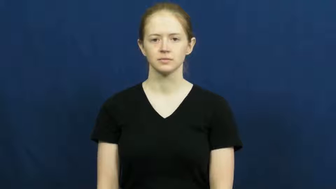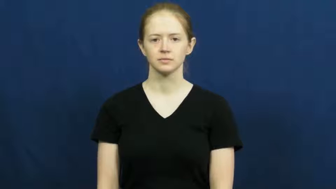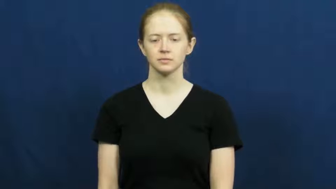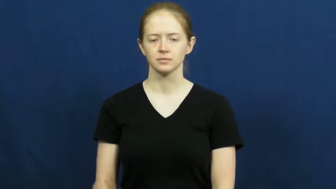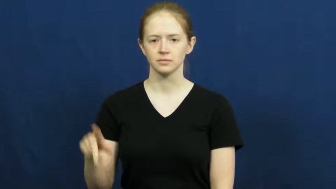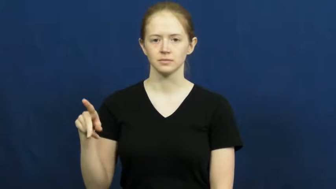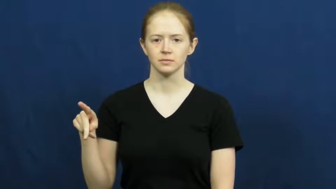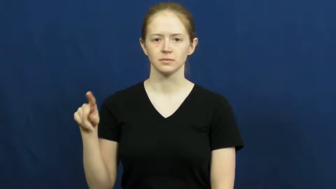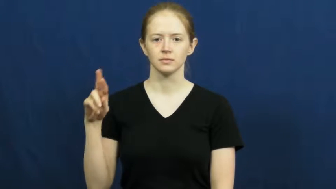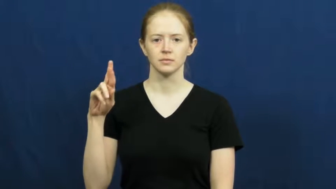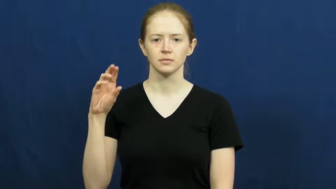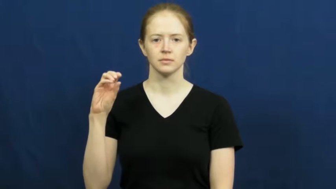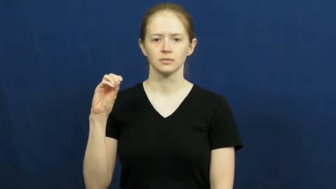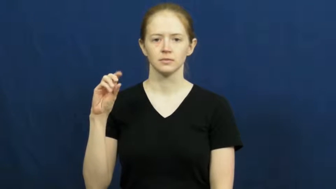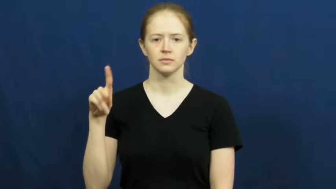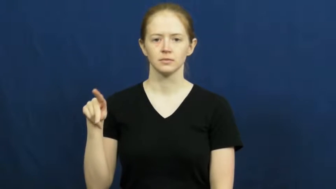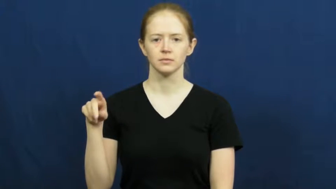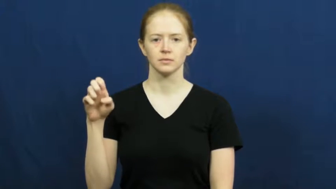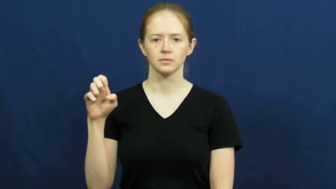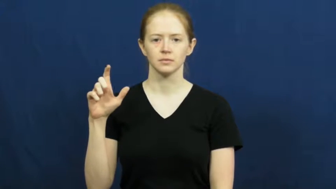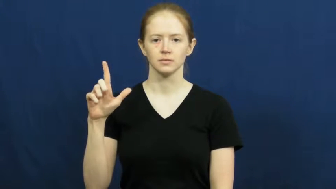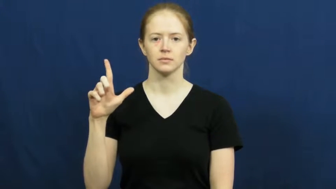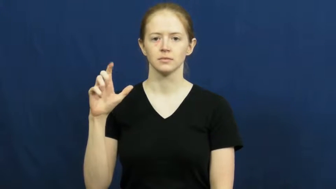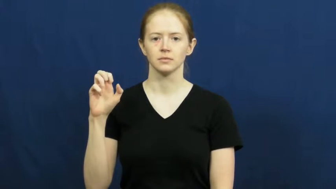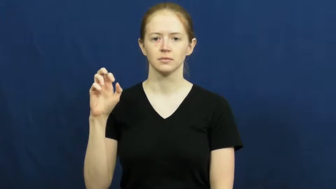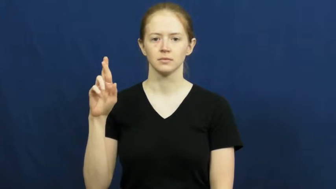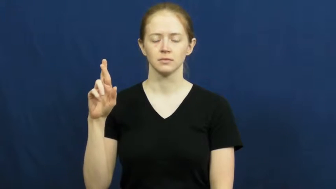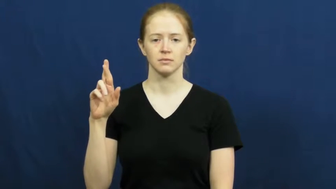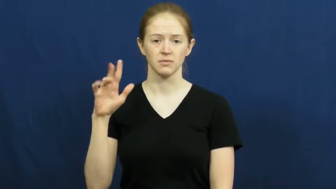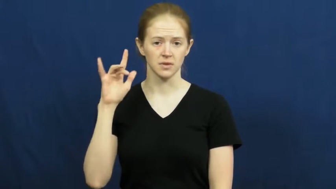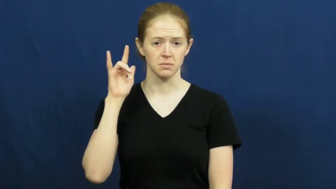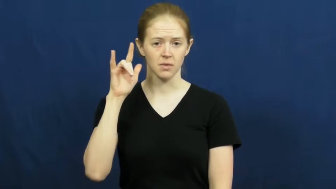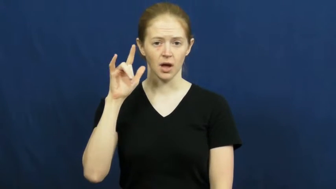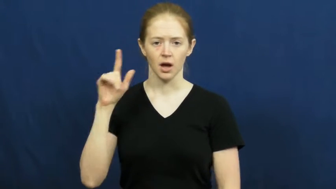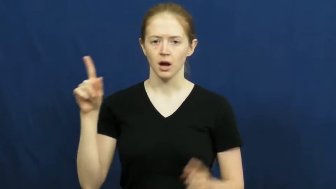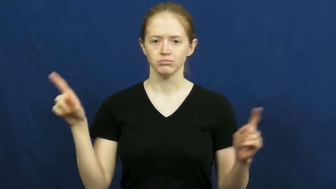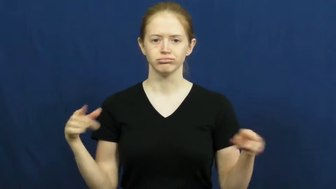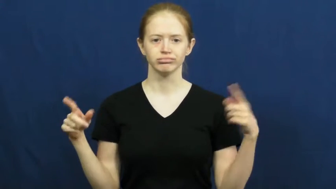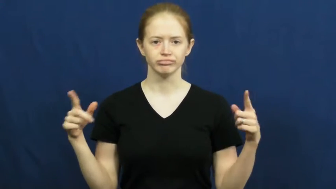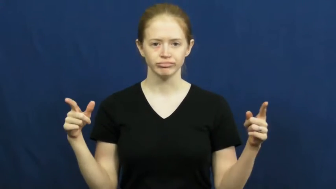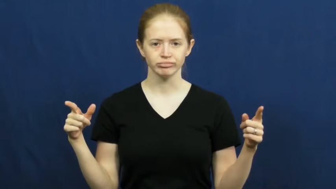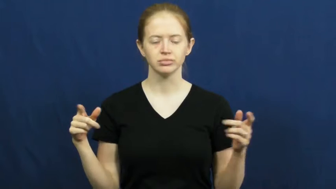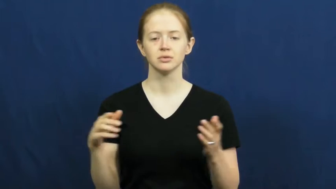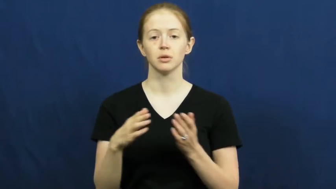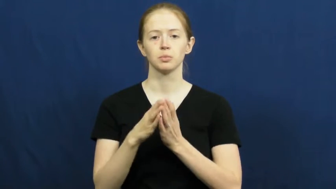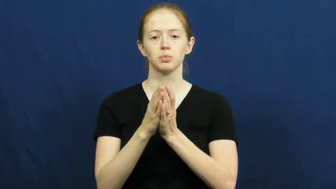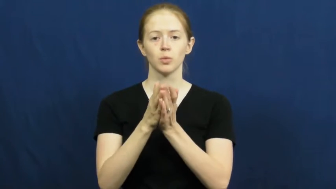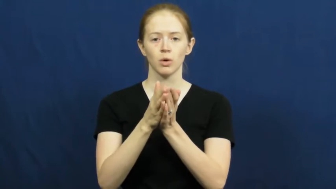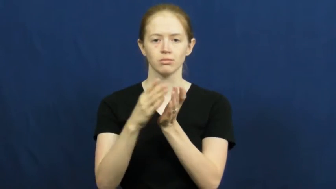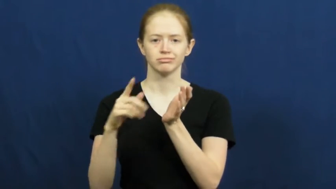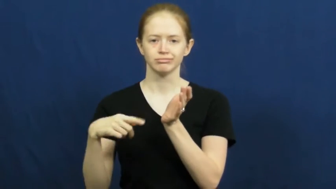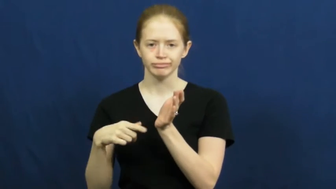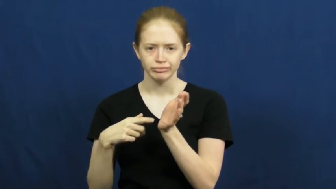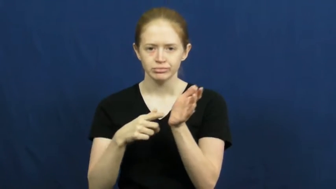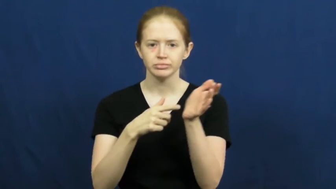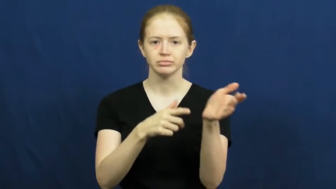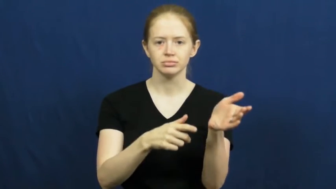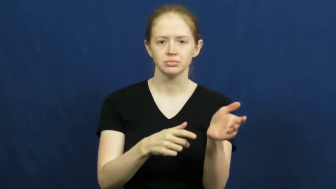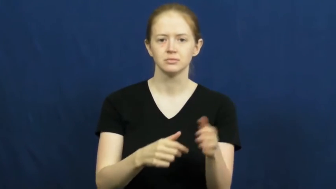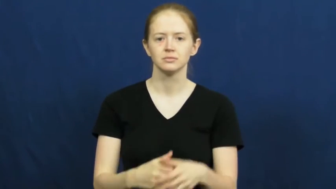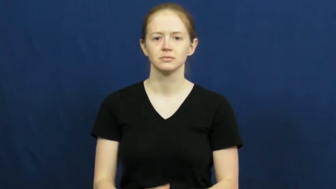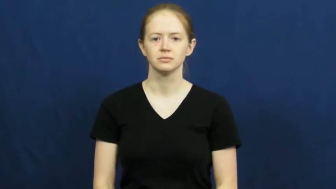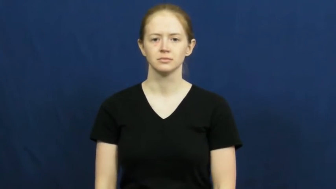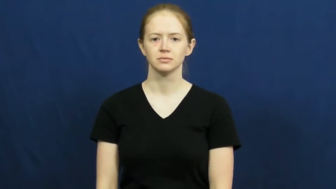propeller,prop